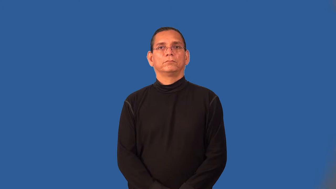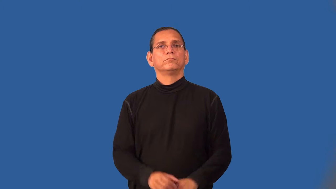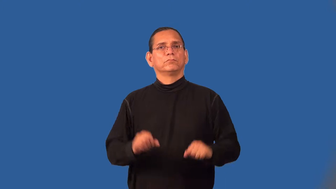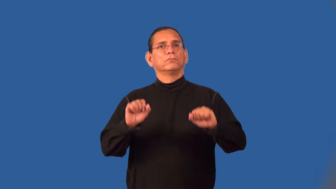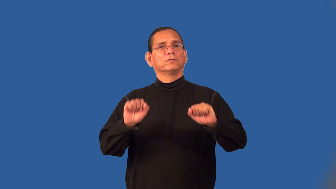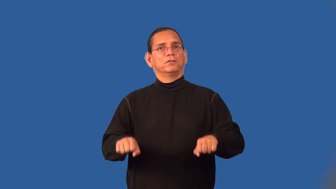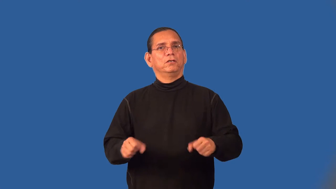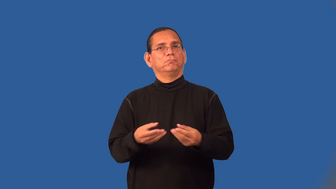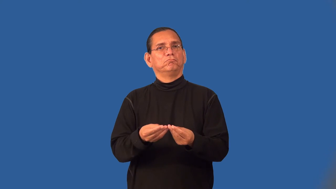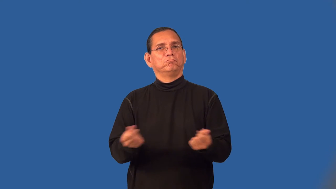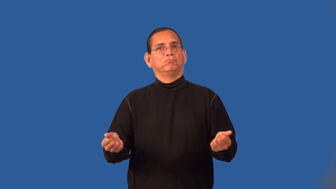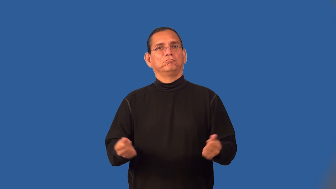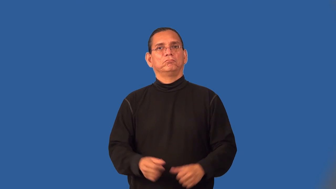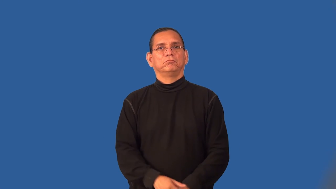soluble-solveable